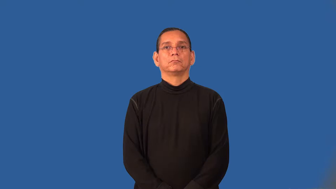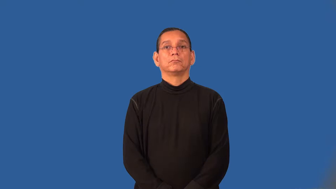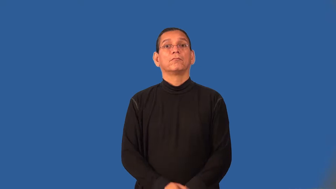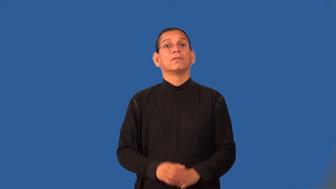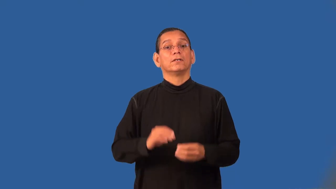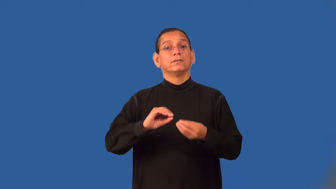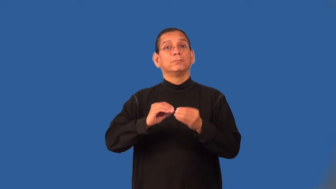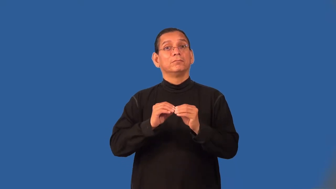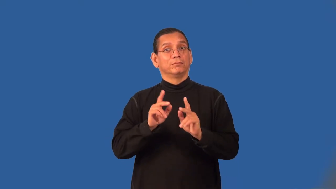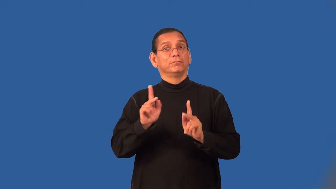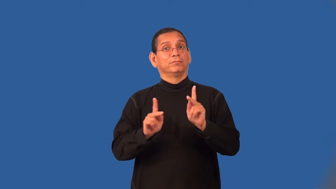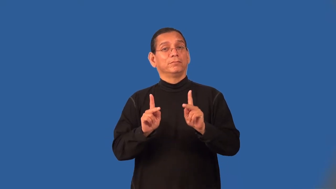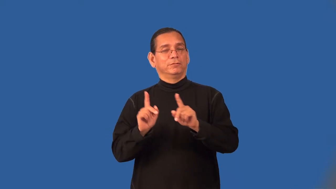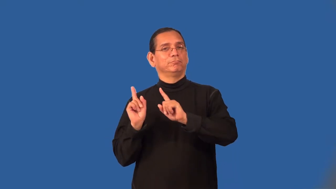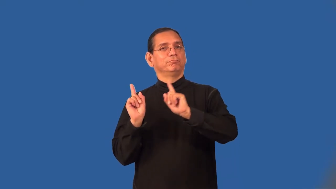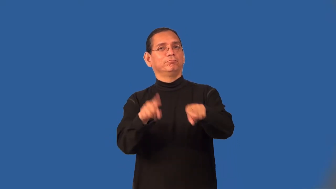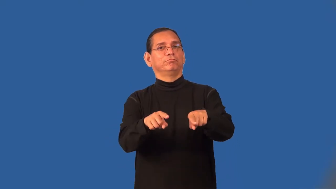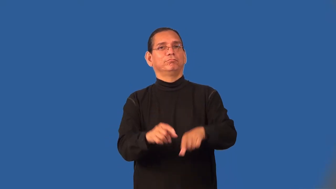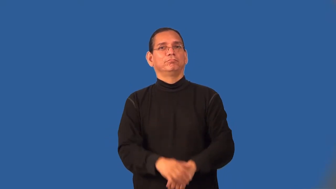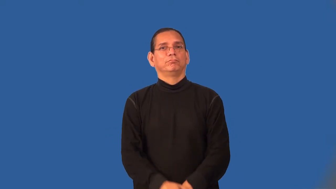turnout-people